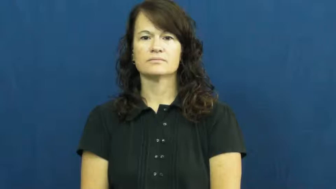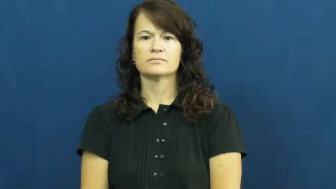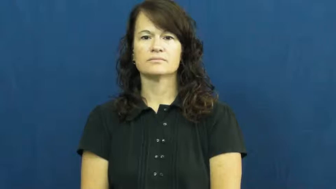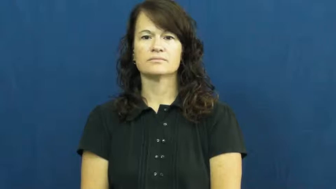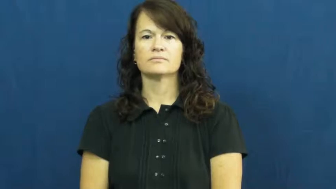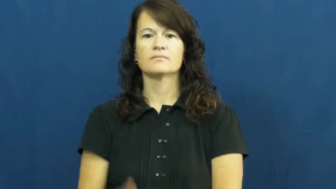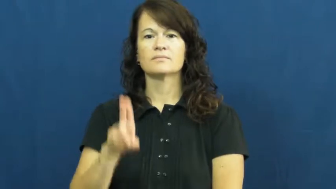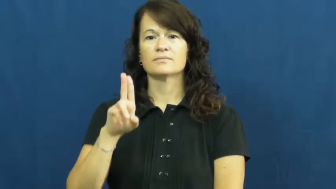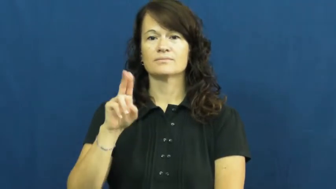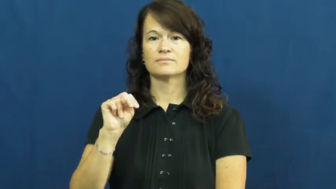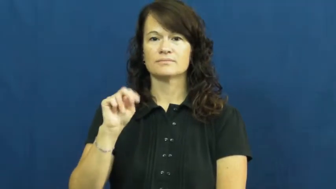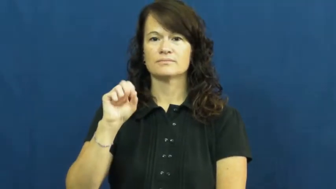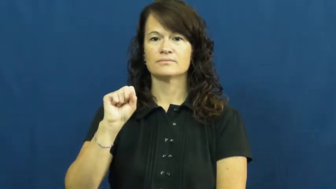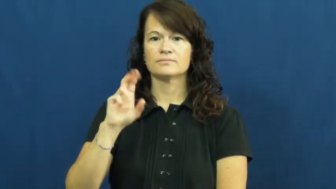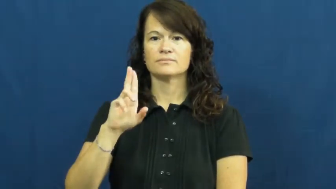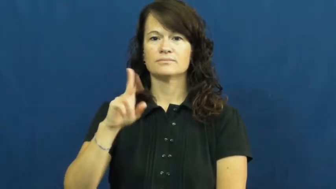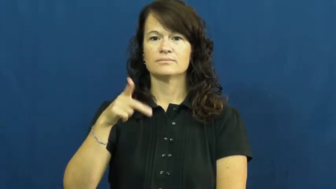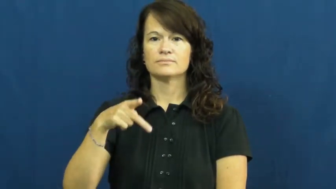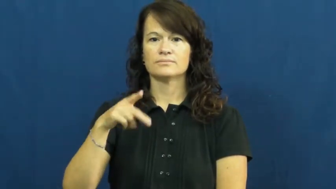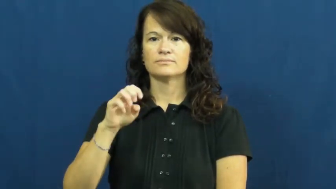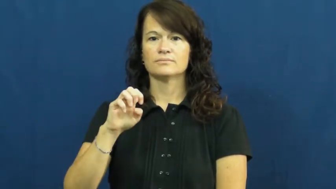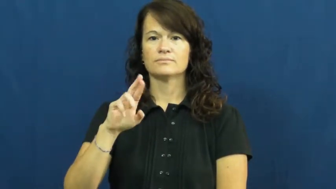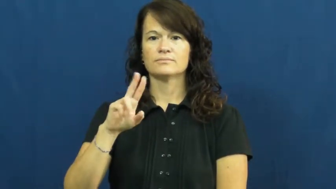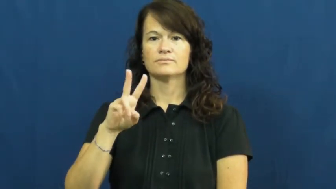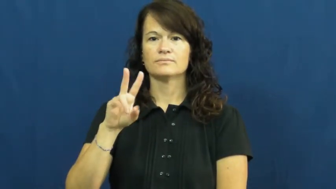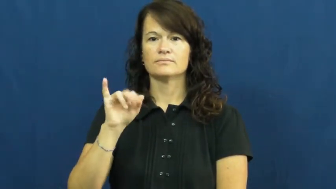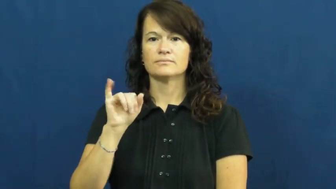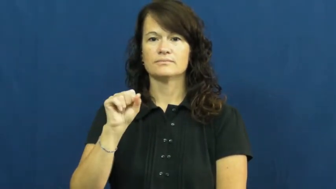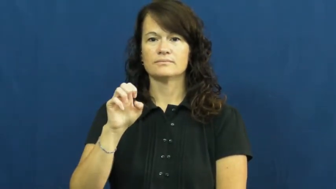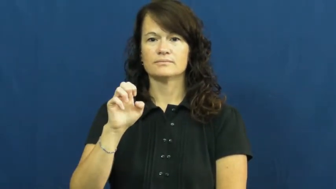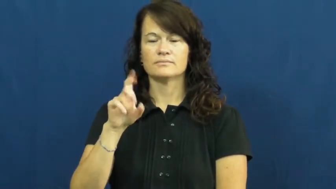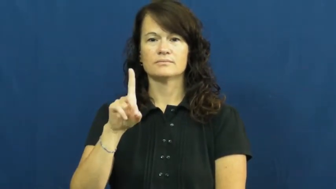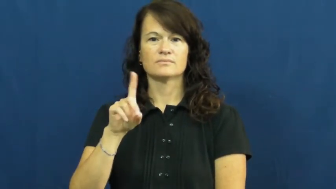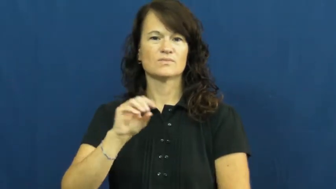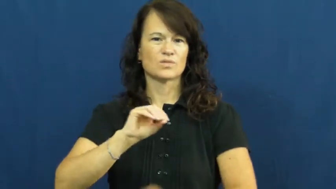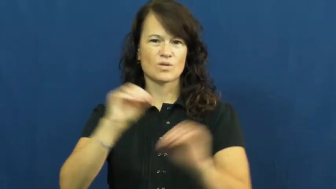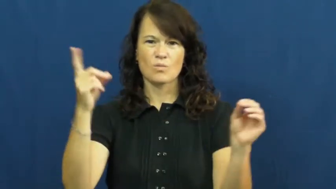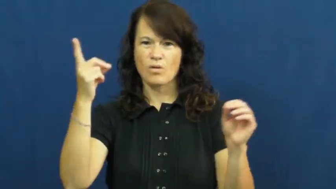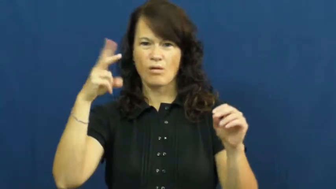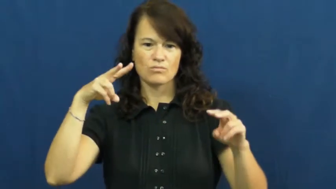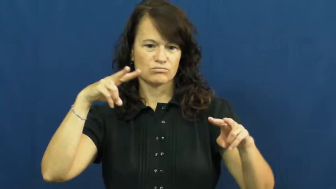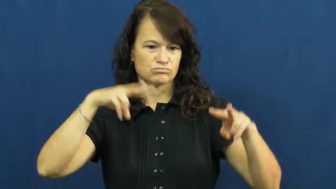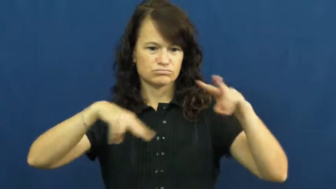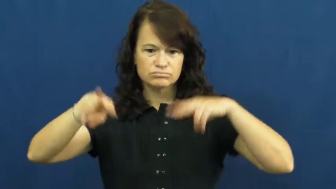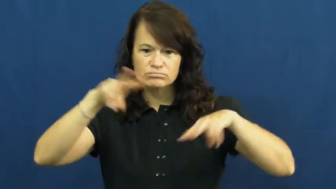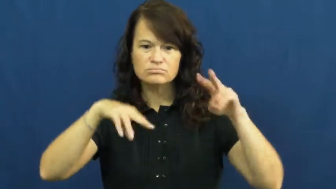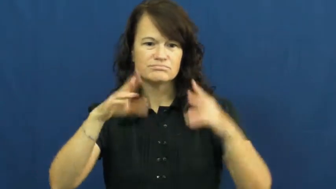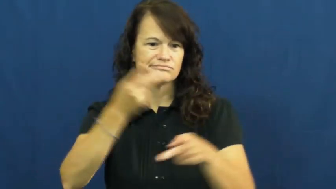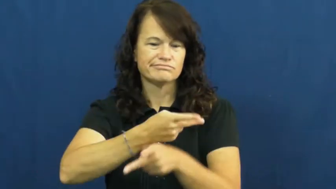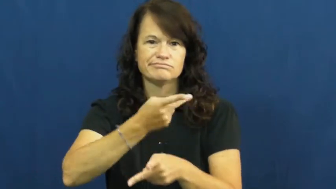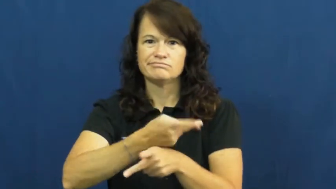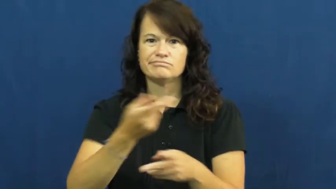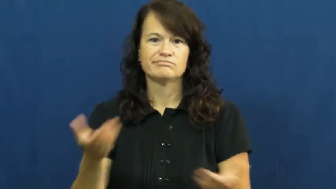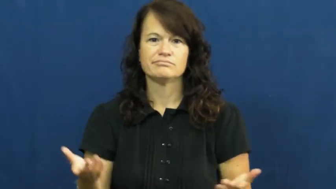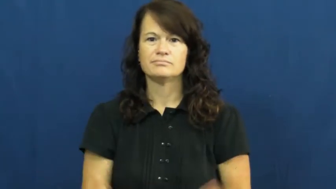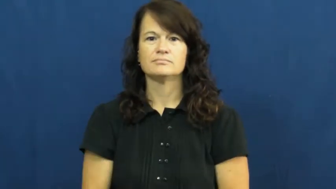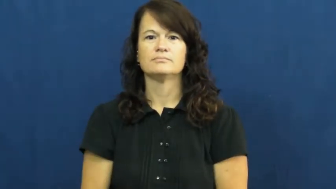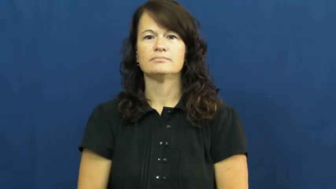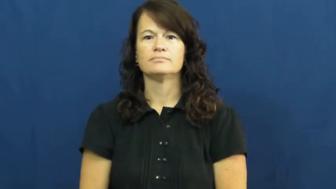unsupervised